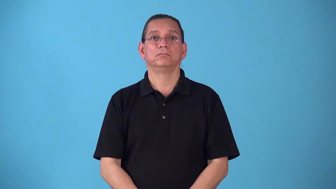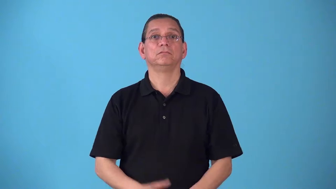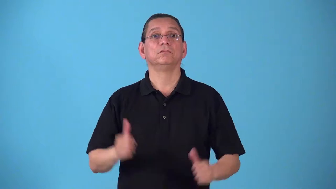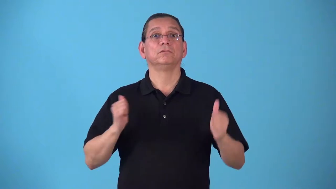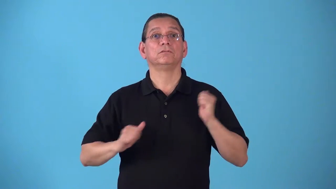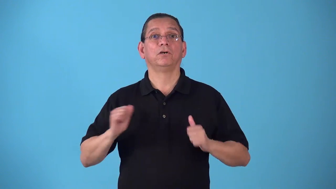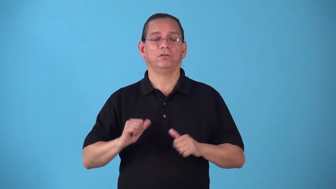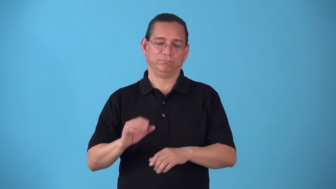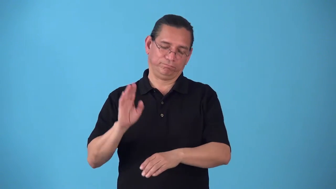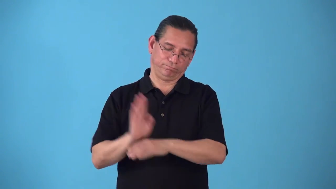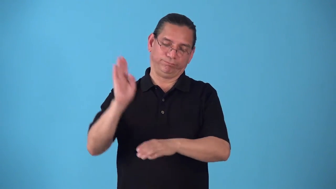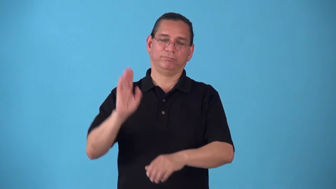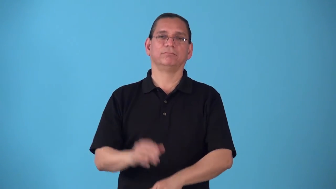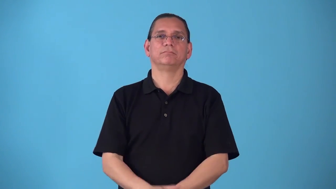showbiz